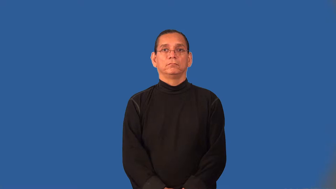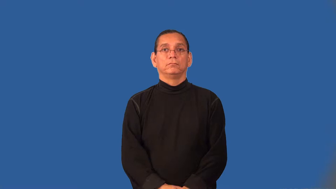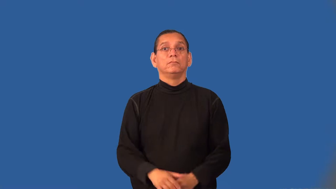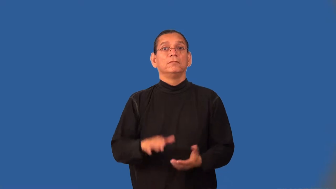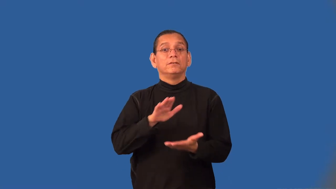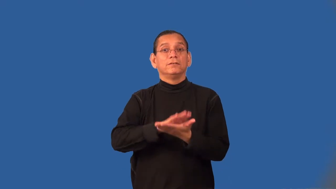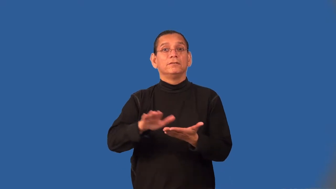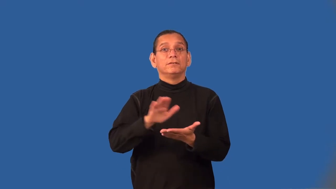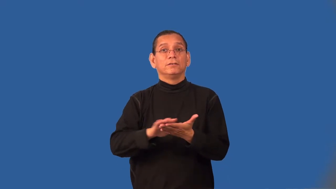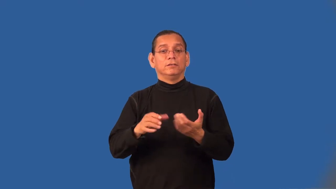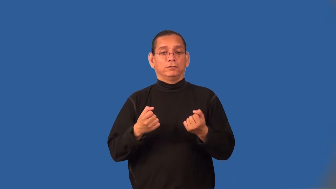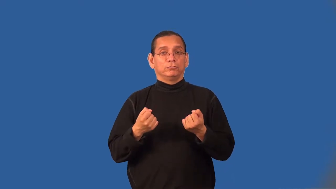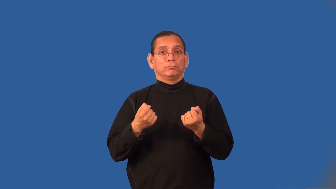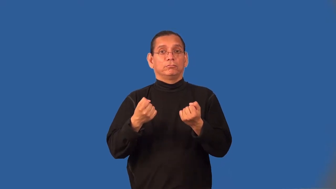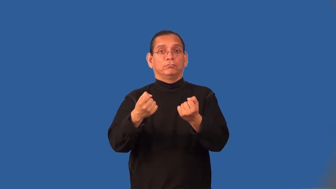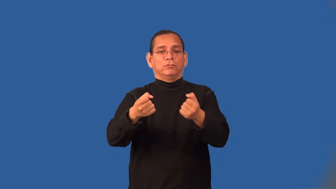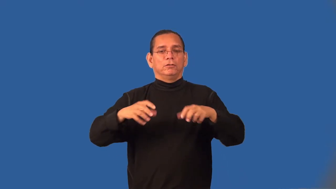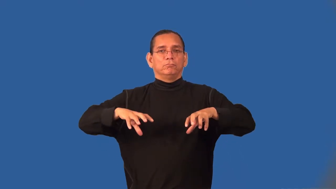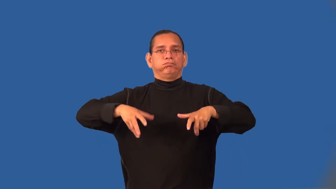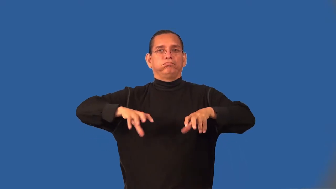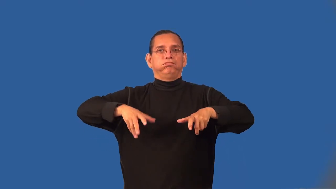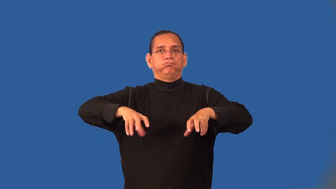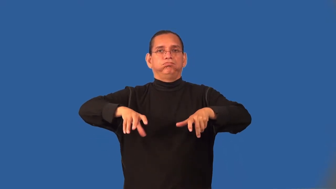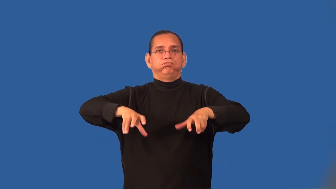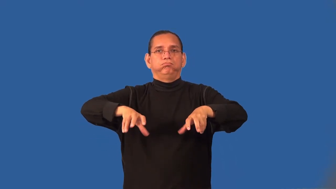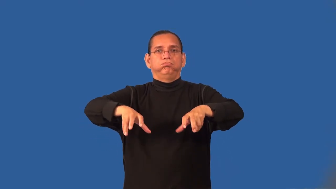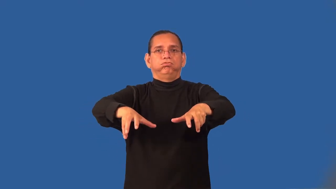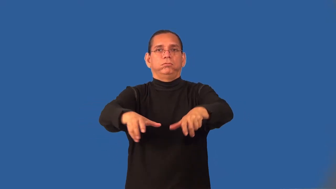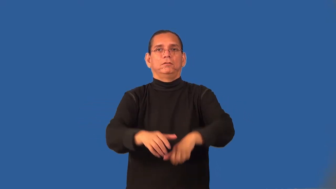sweeper-street machine